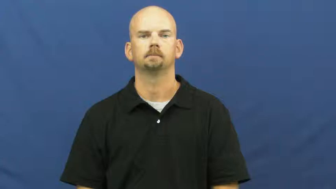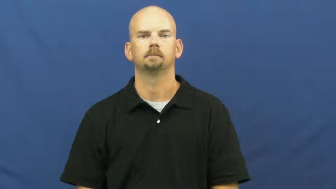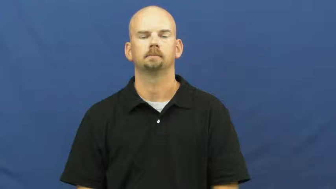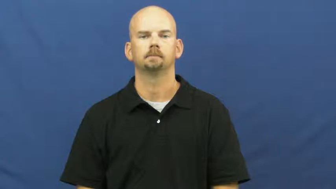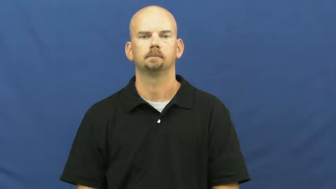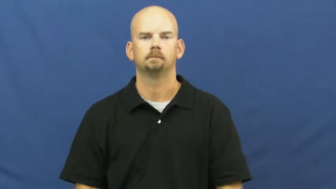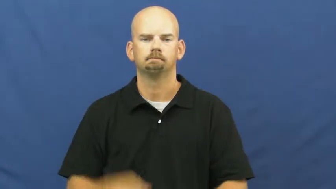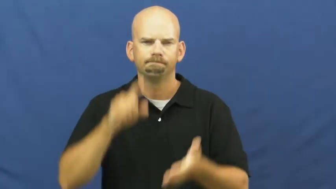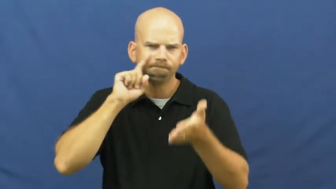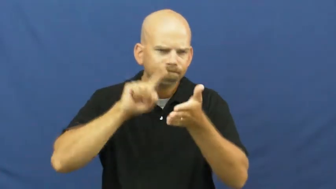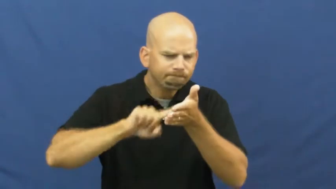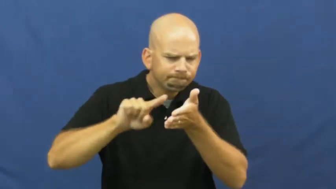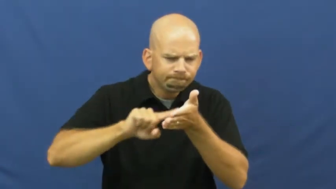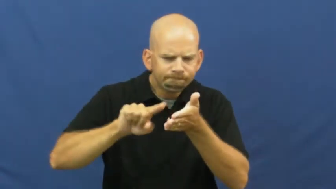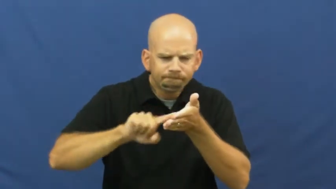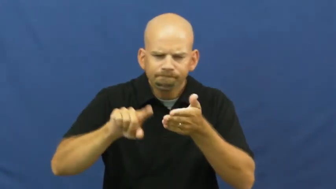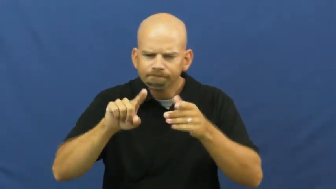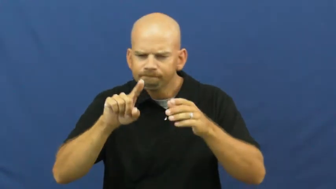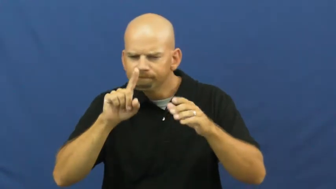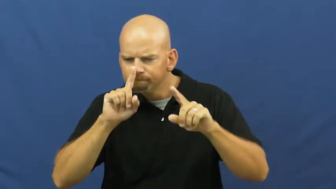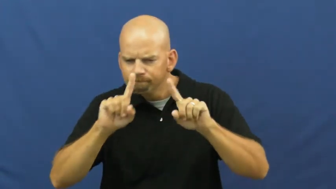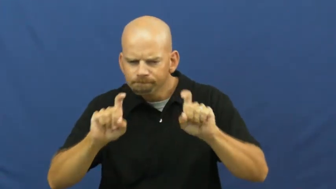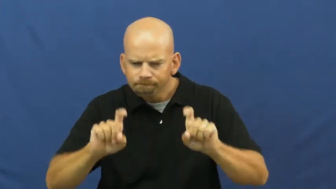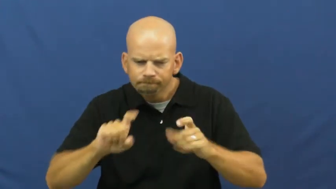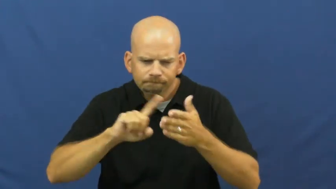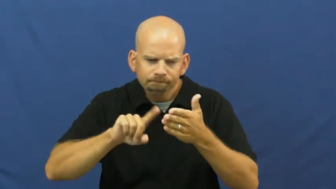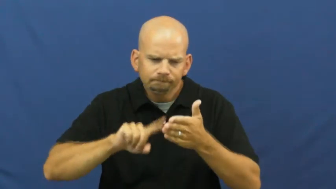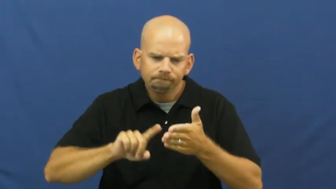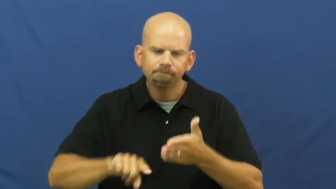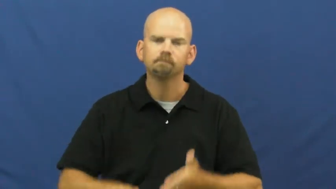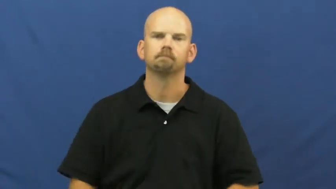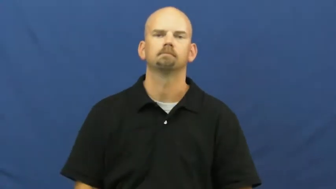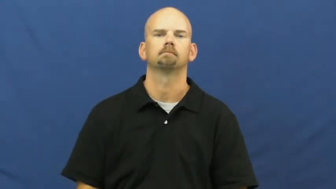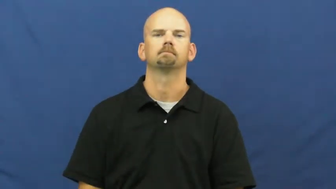examine